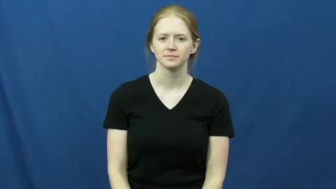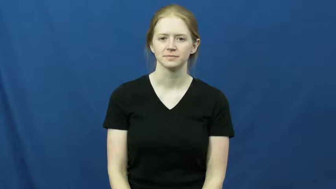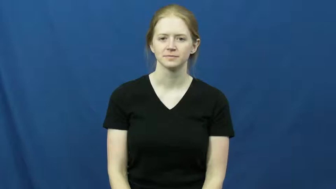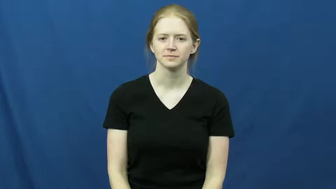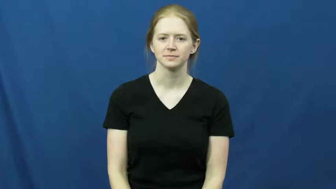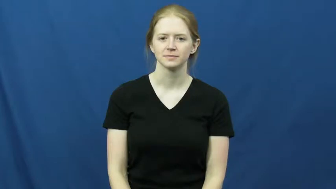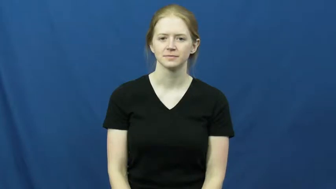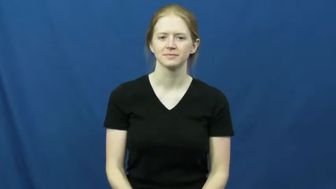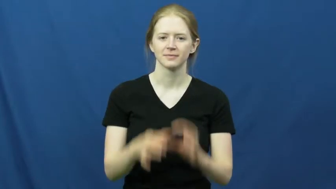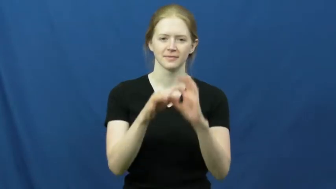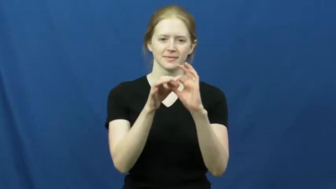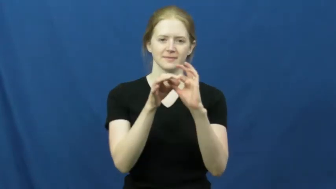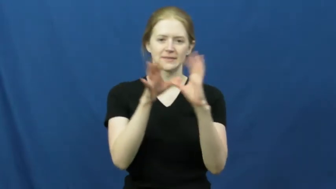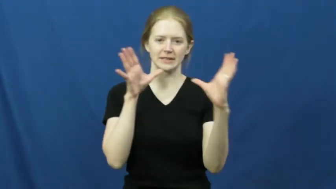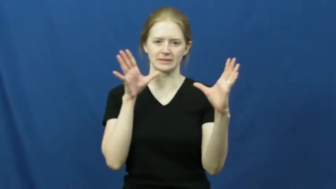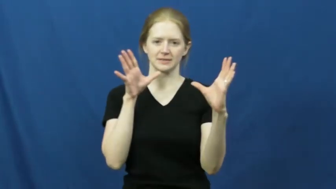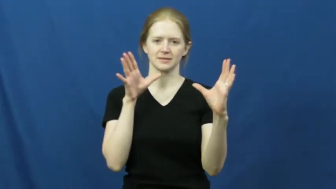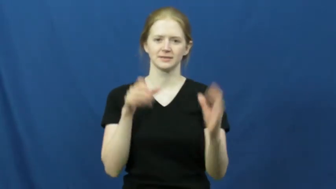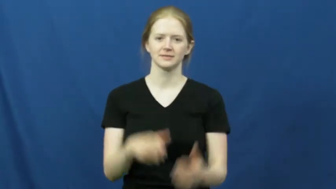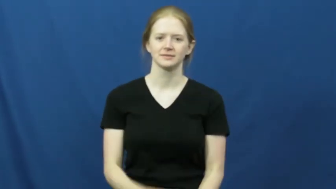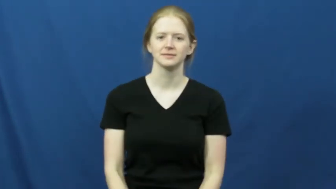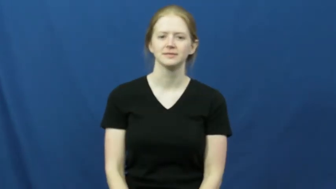disassociate,dissociate